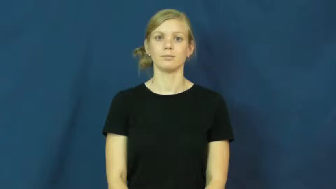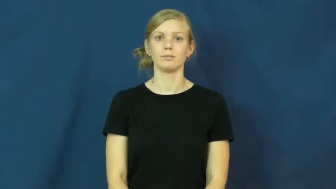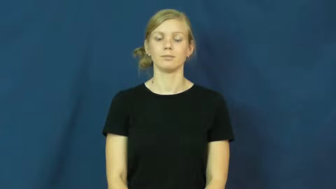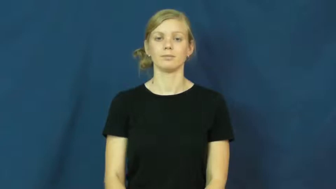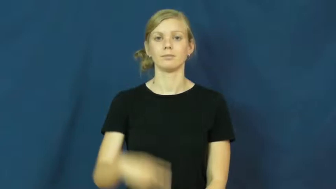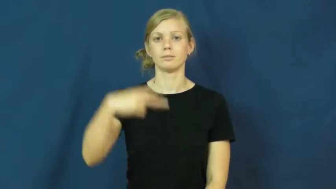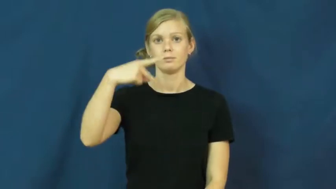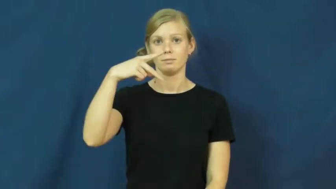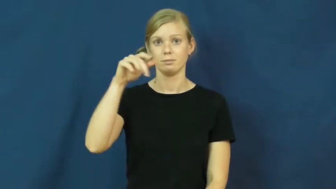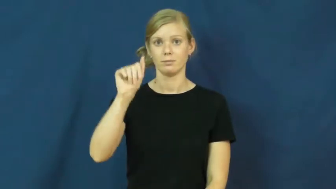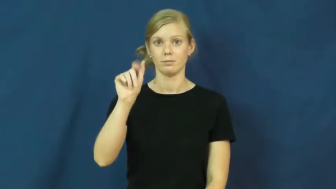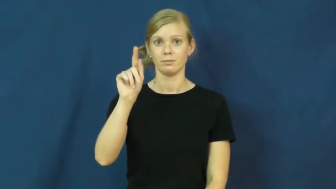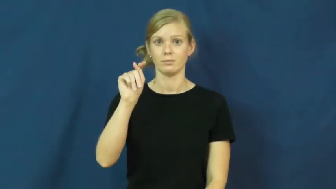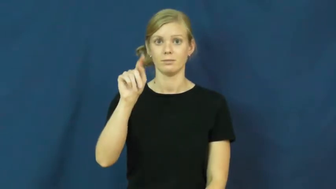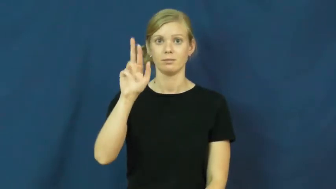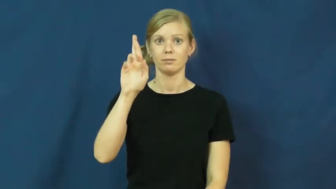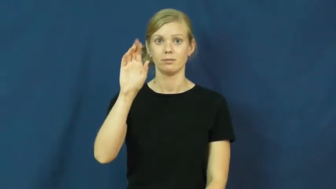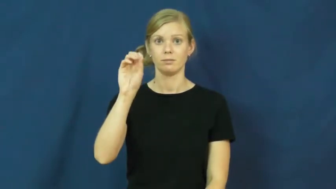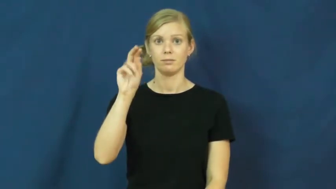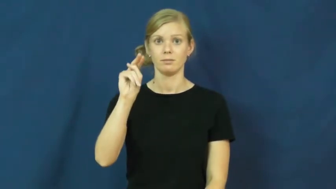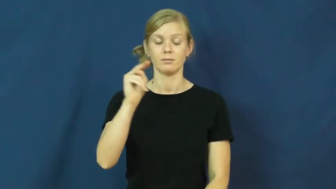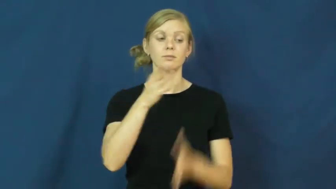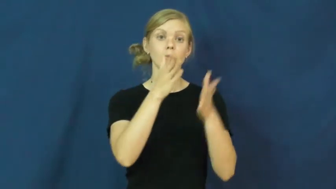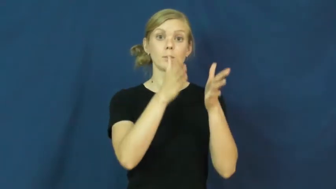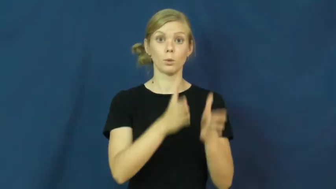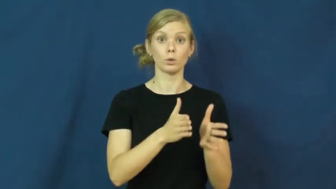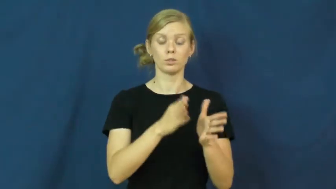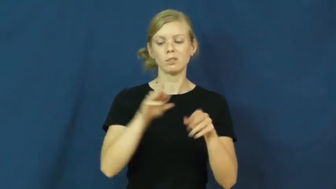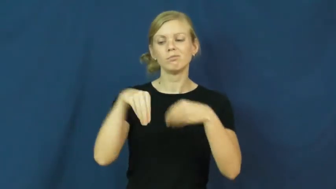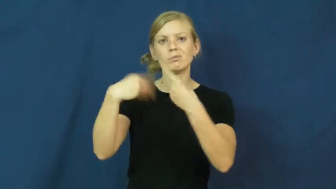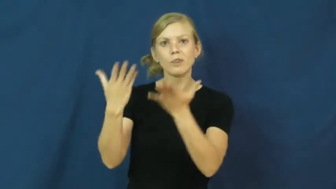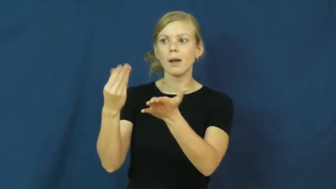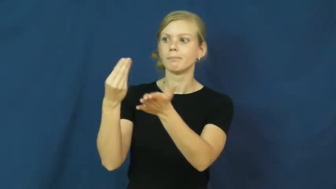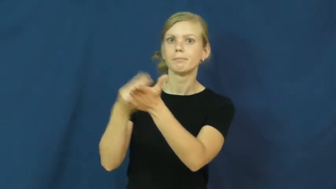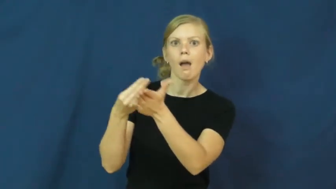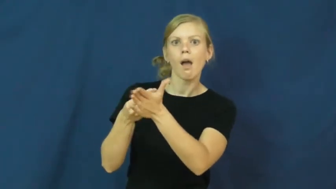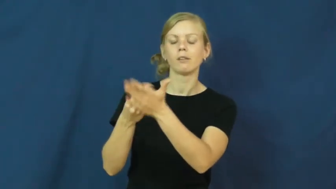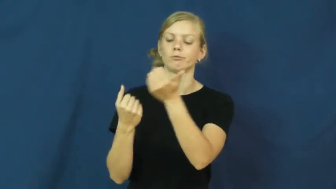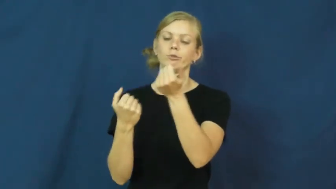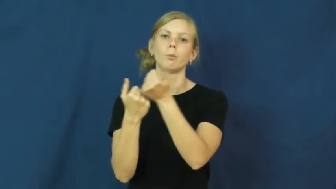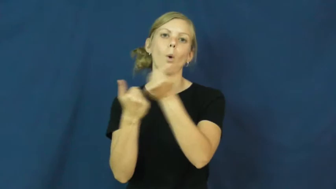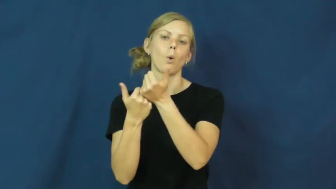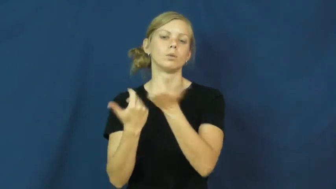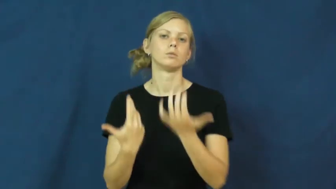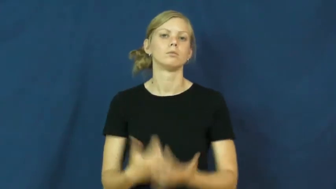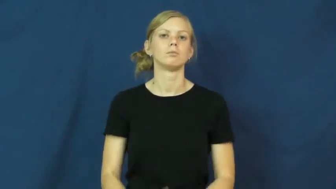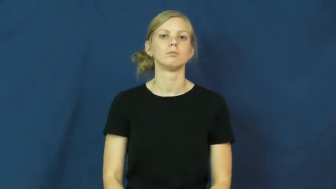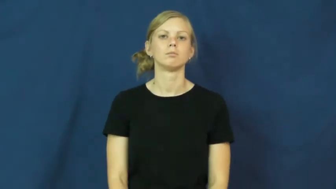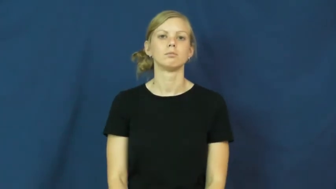patron-donate